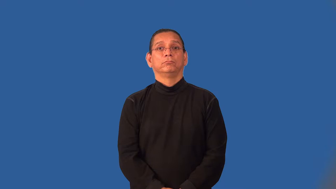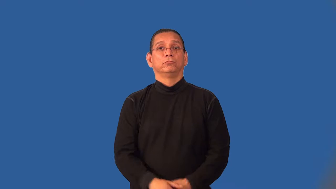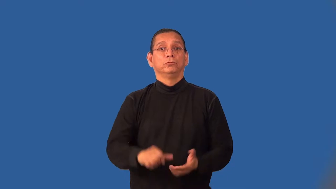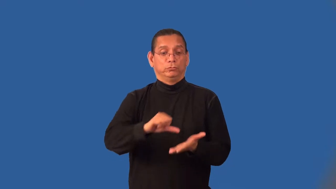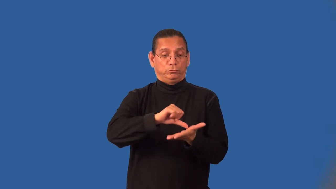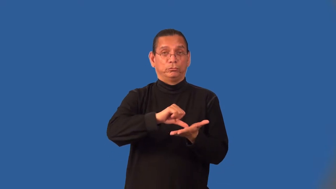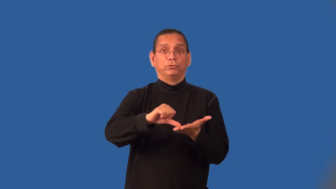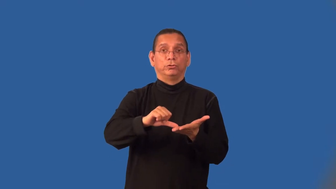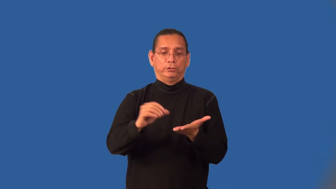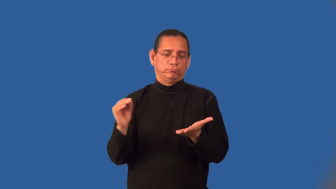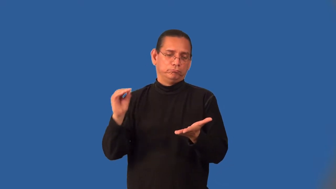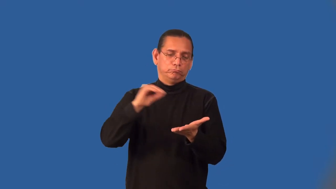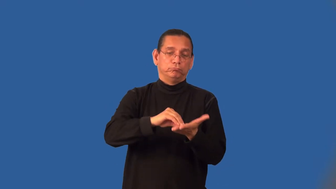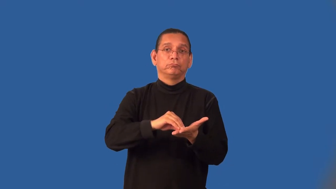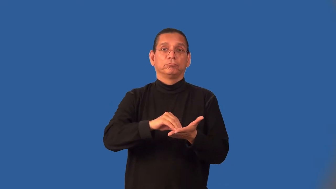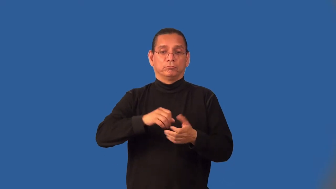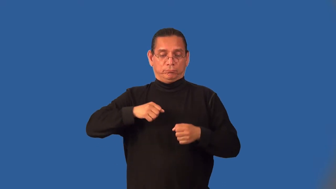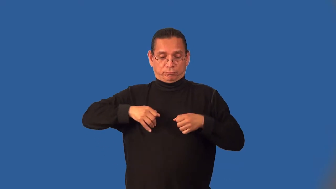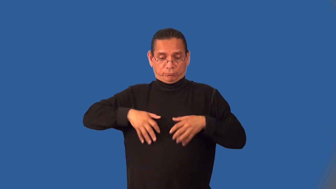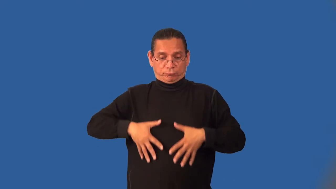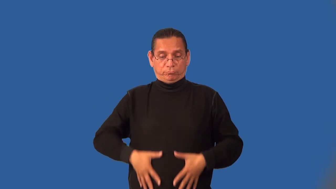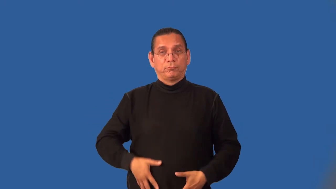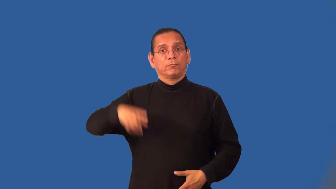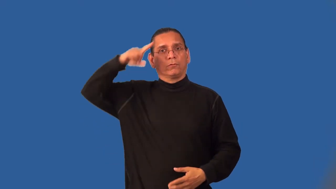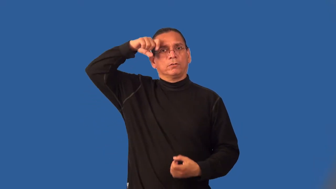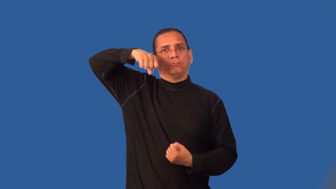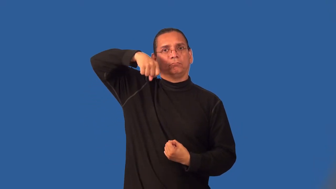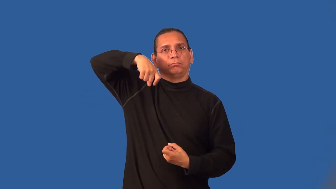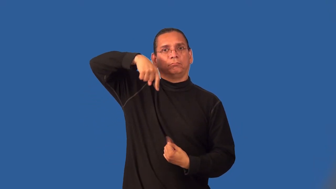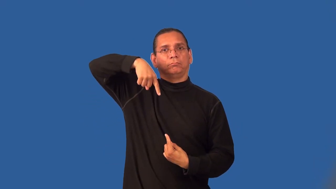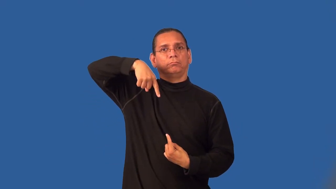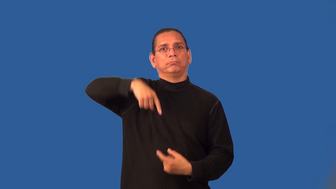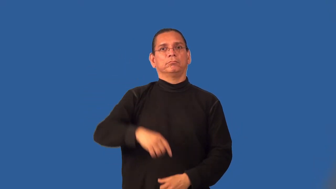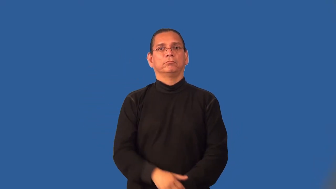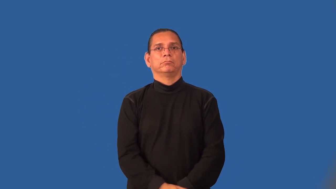innervate-human body